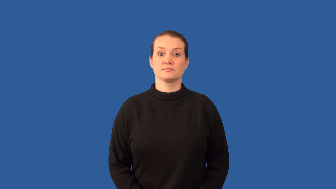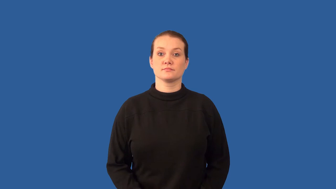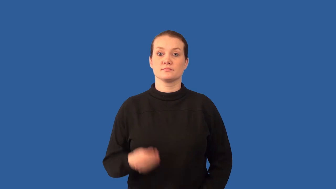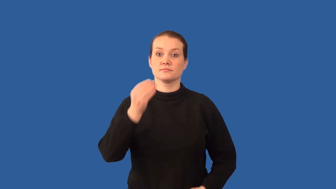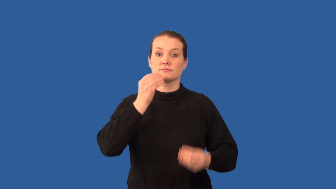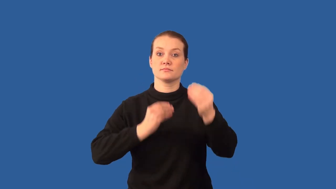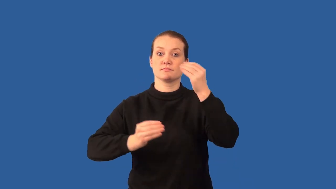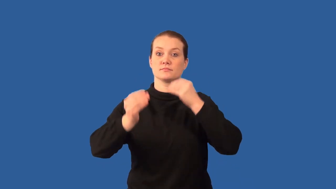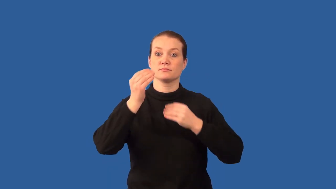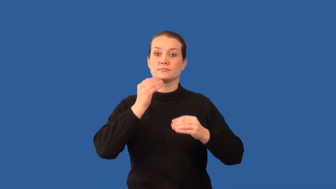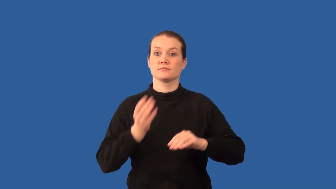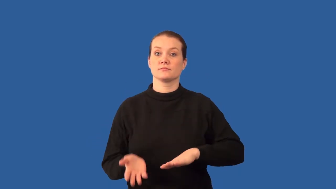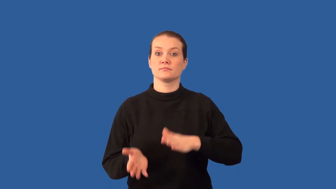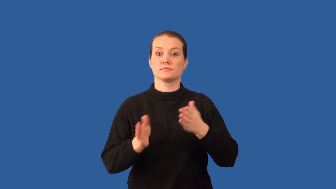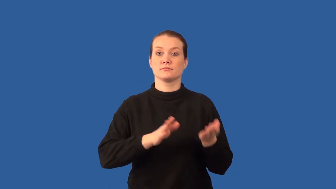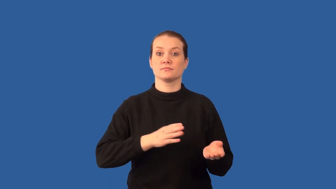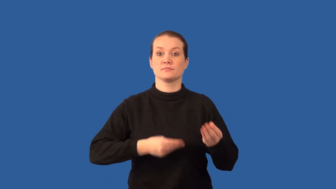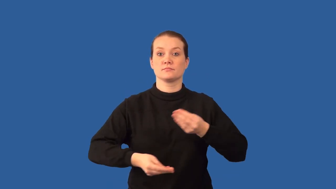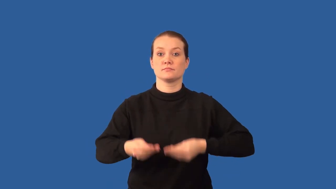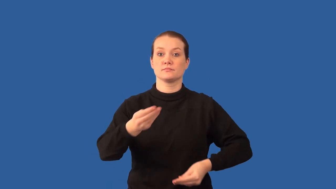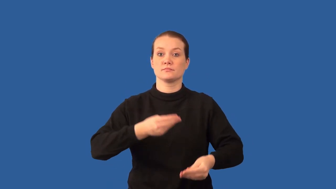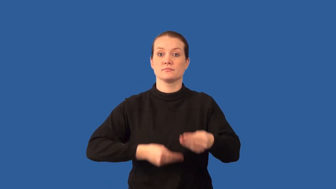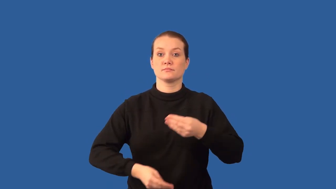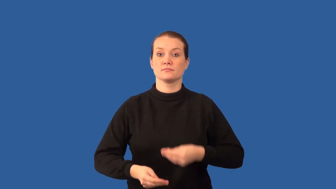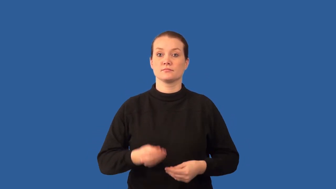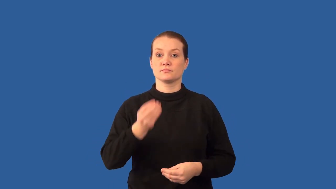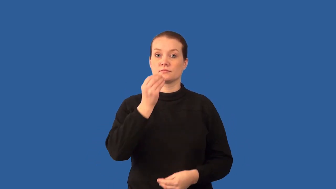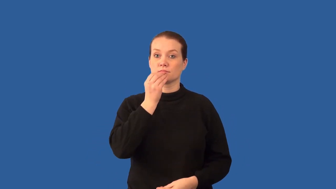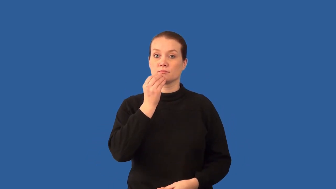saprophyte